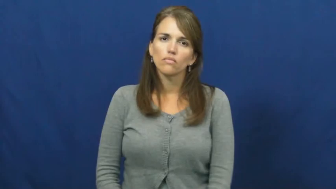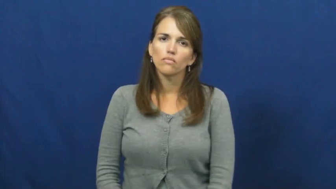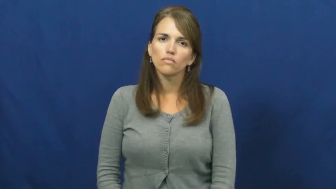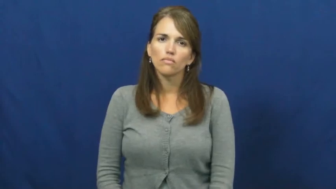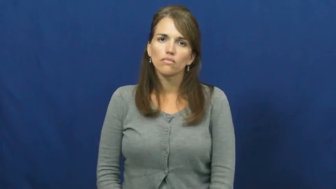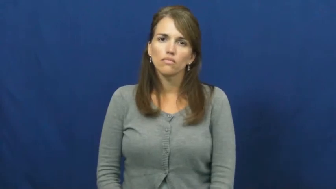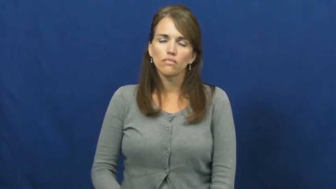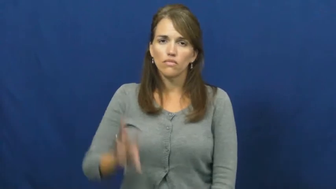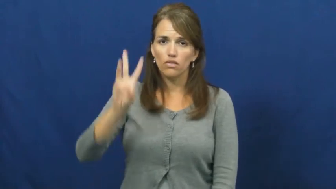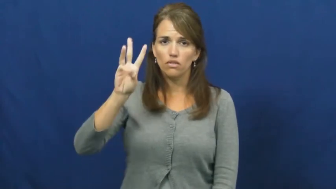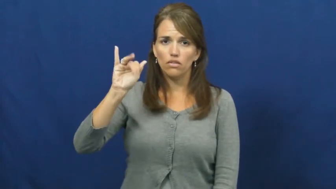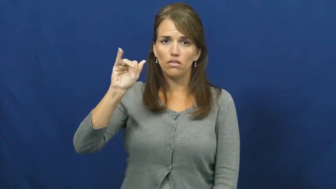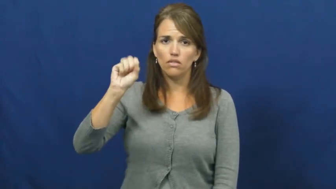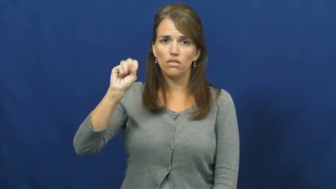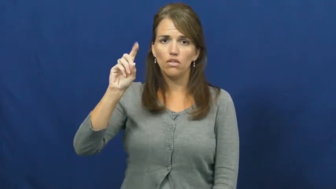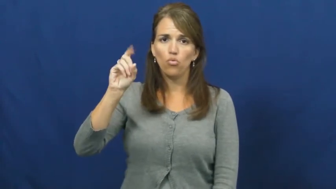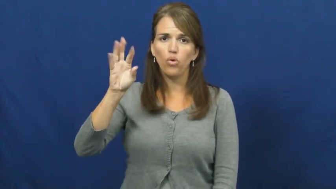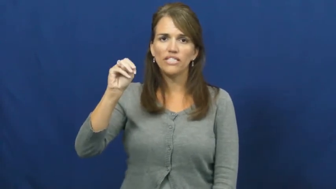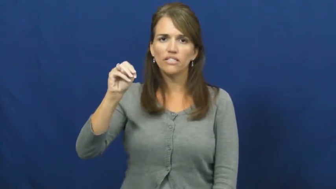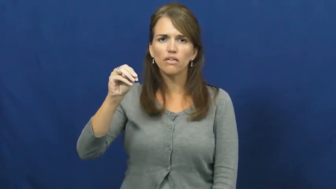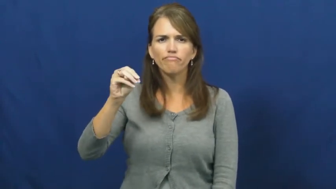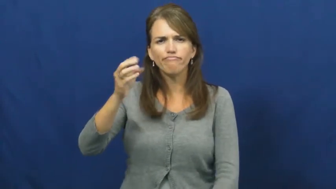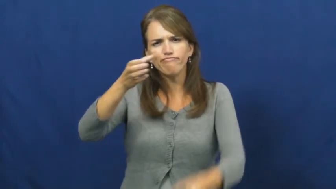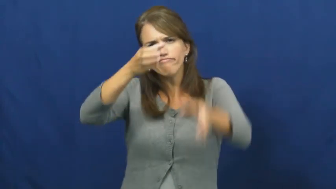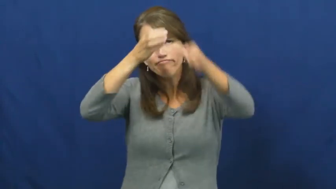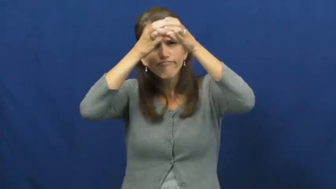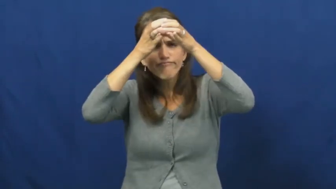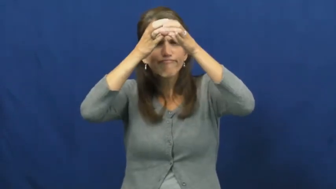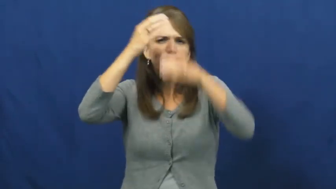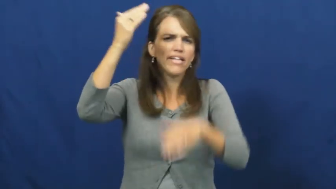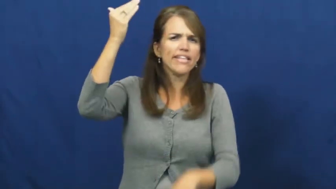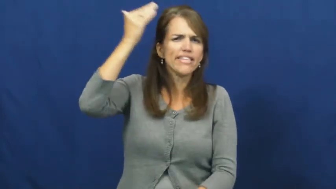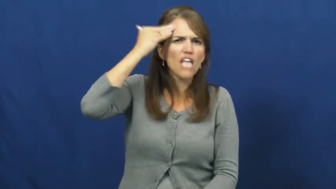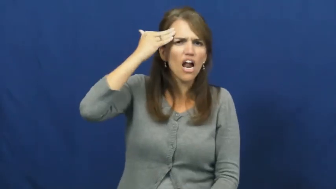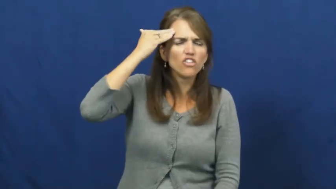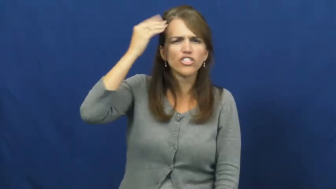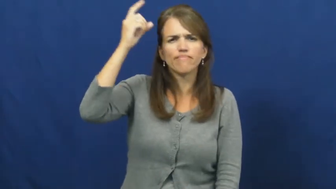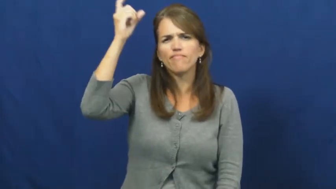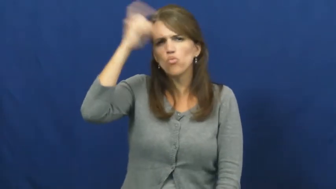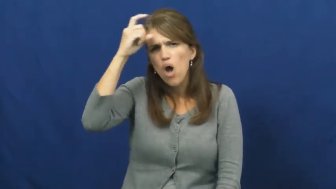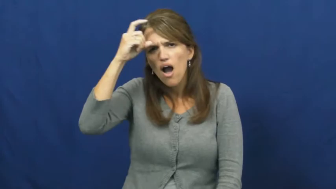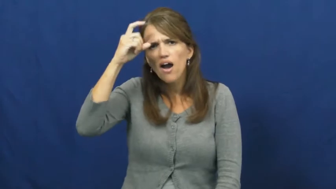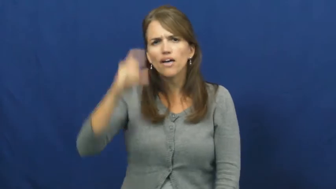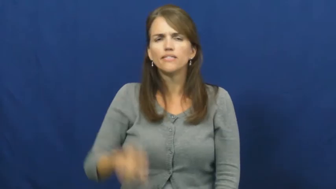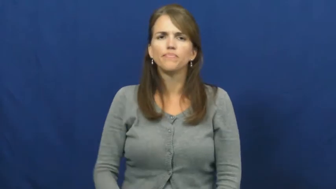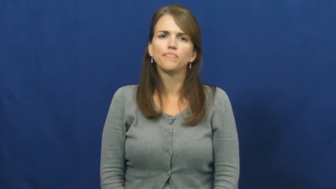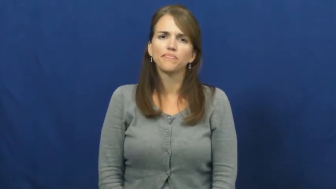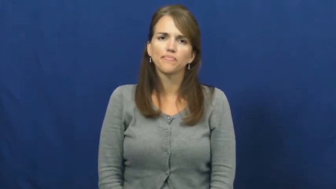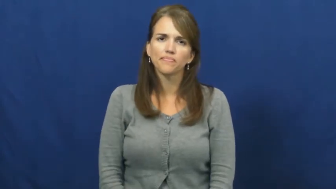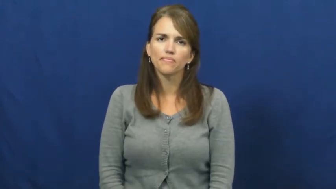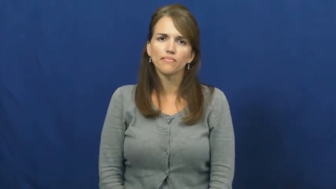wisdom